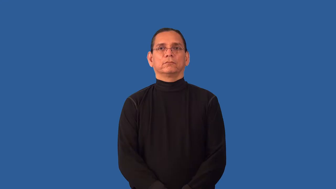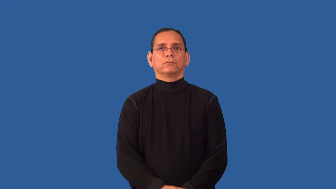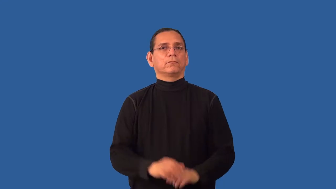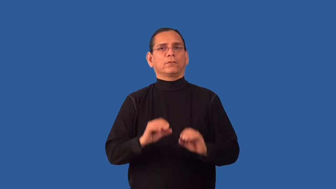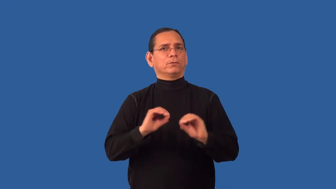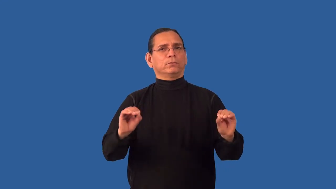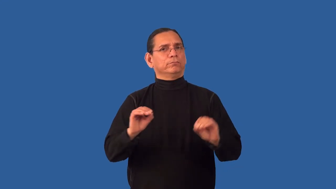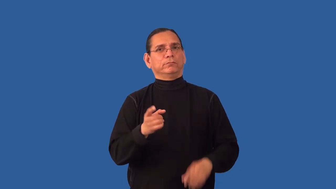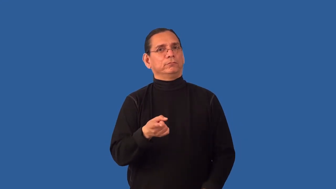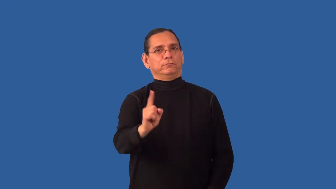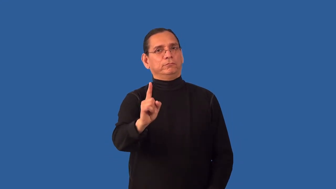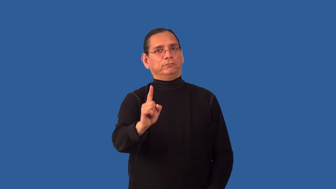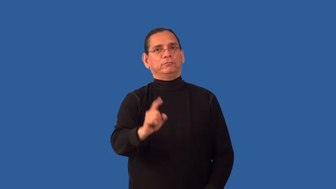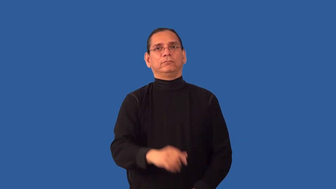inoffensive